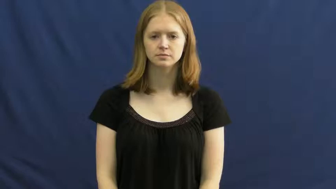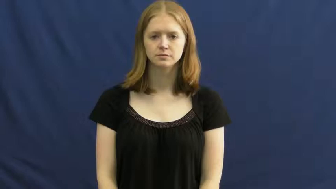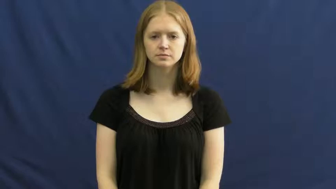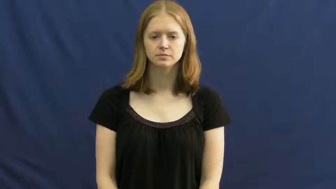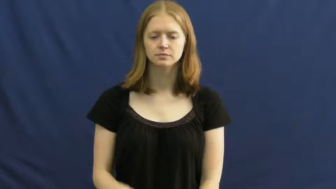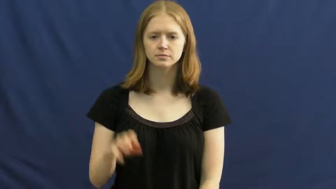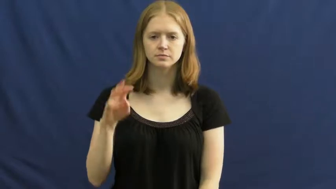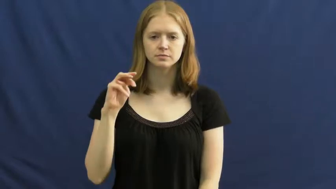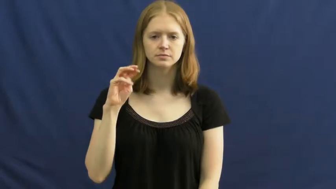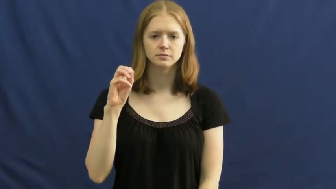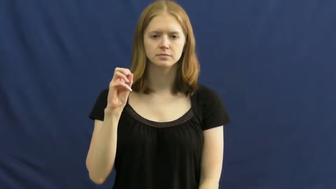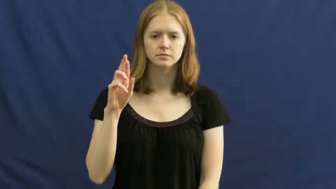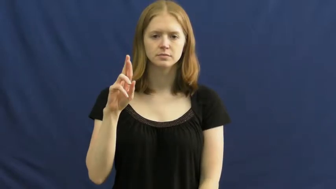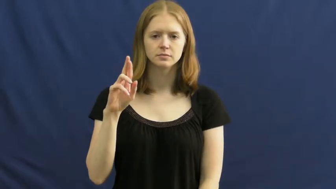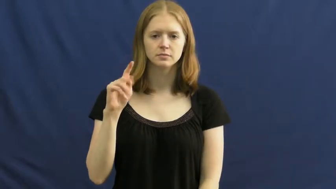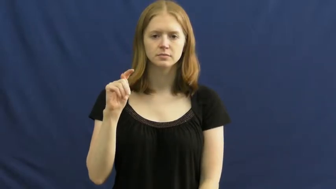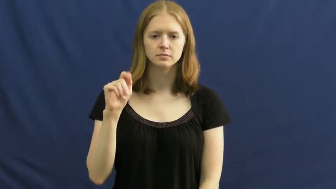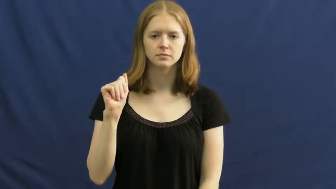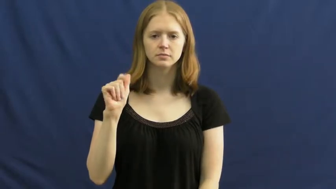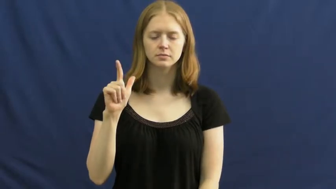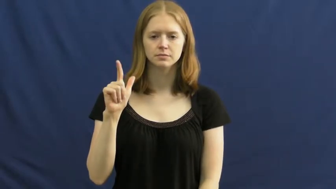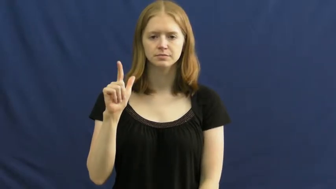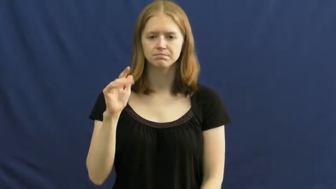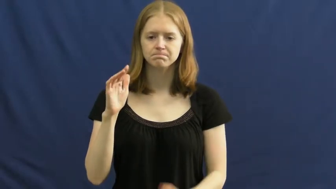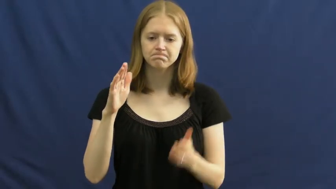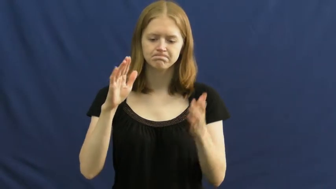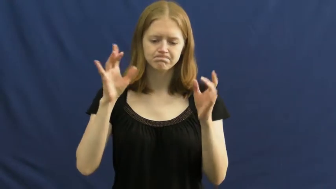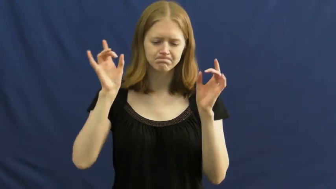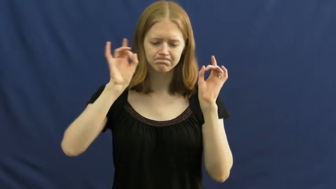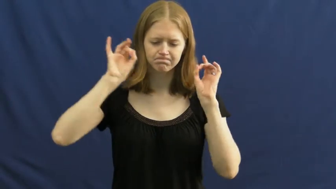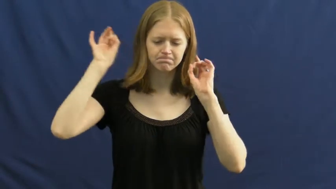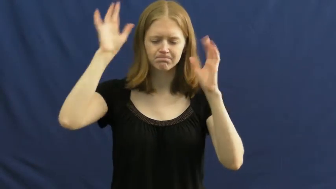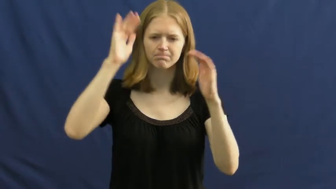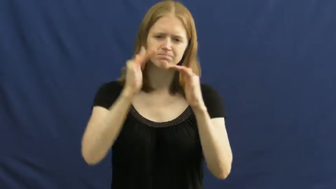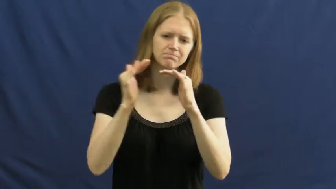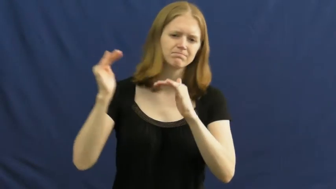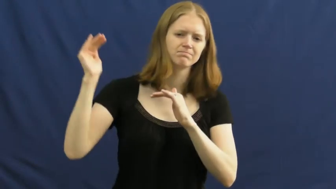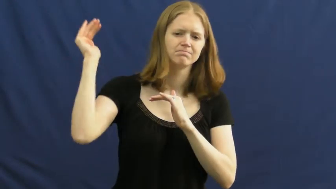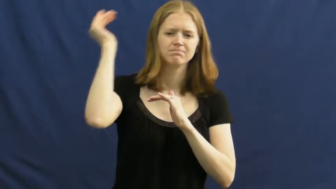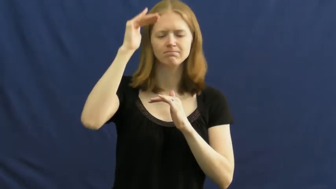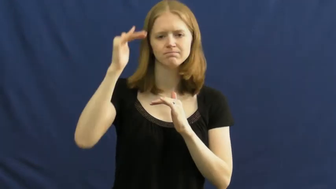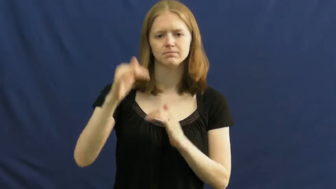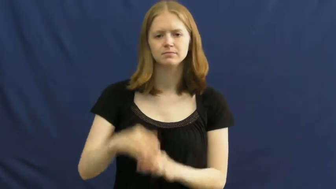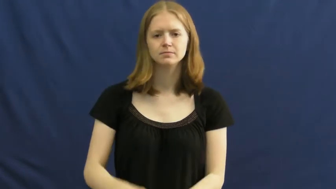mortal-awful